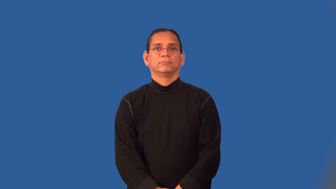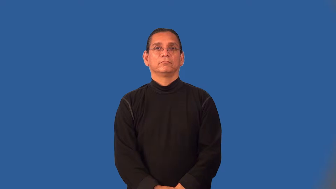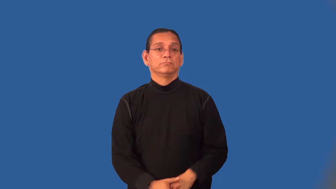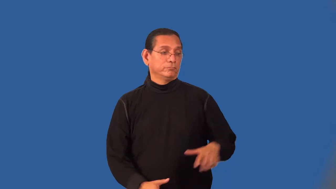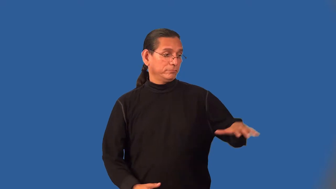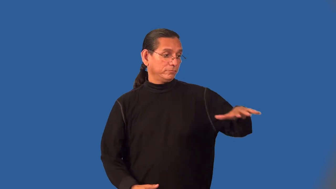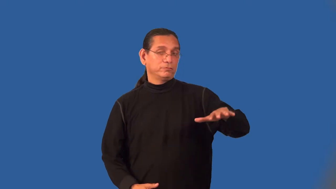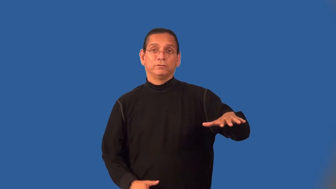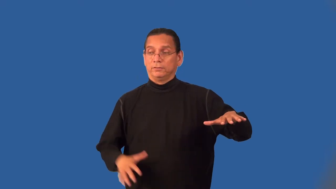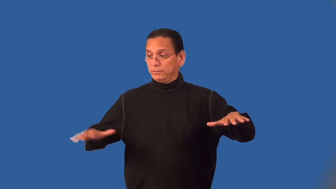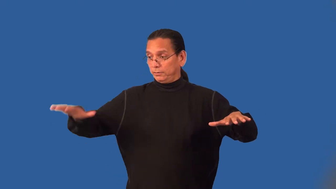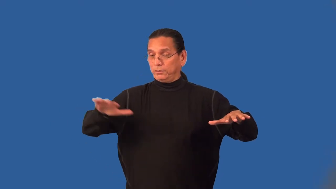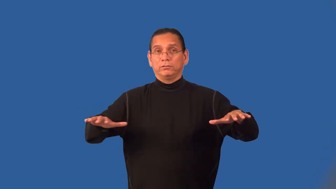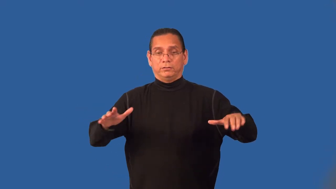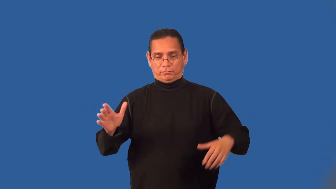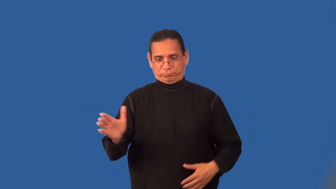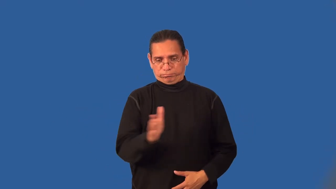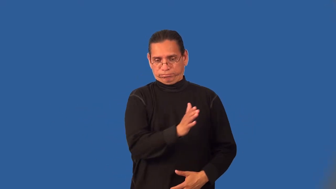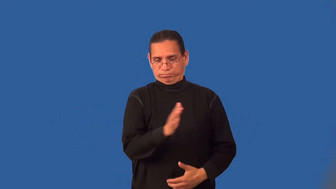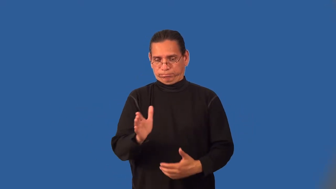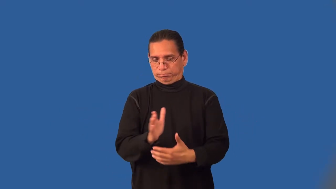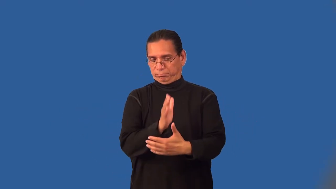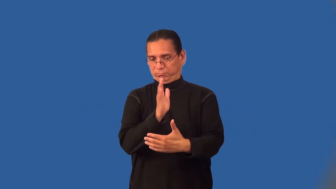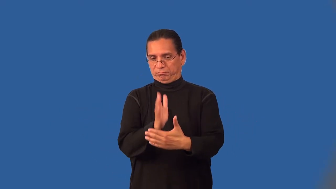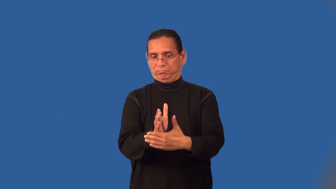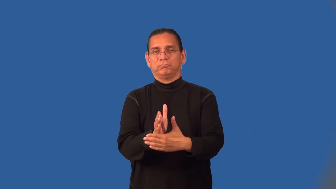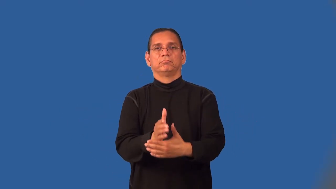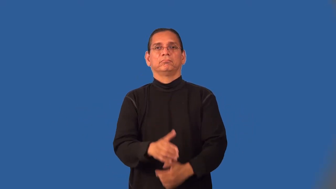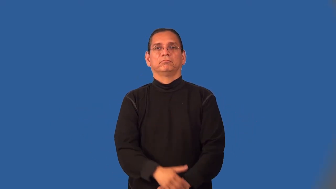midway